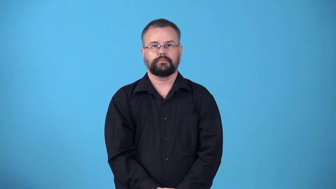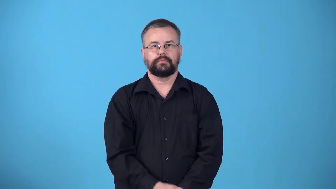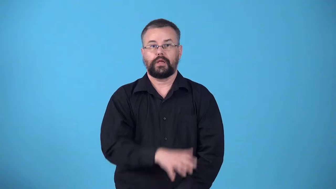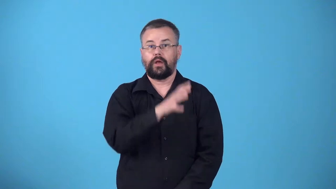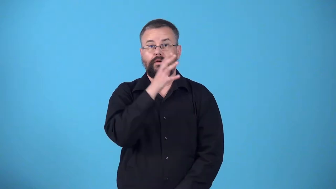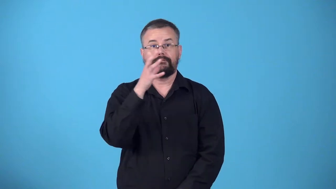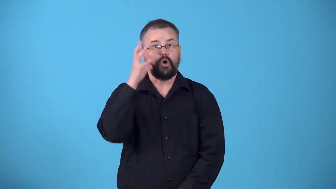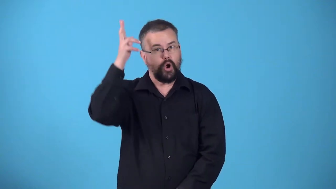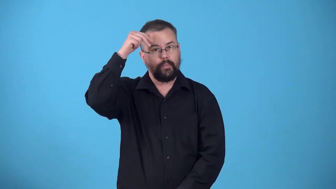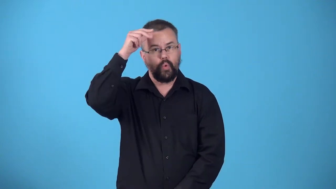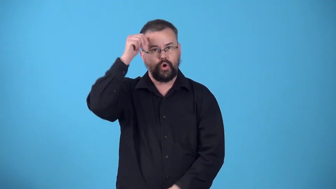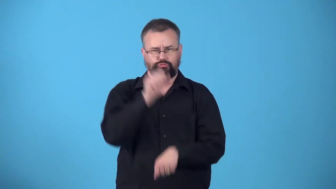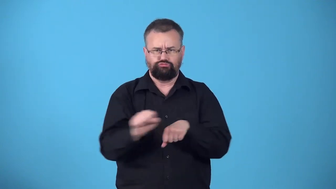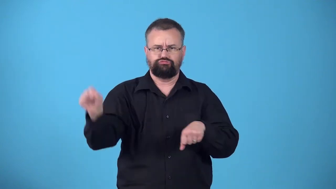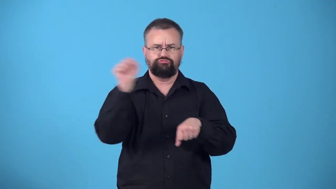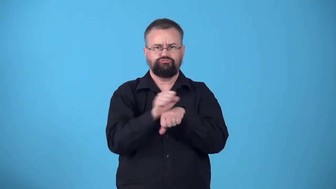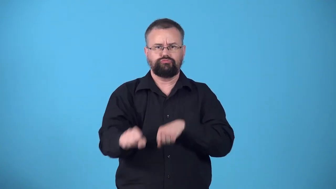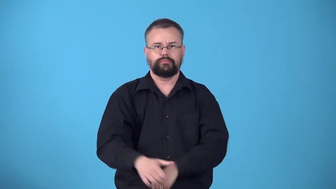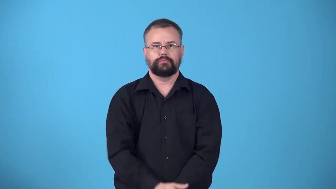workhorse-horse